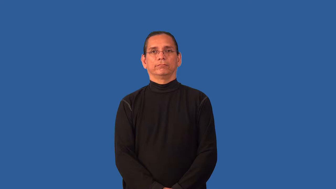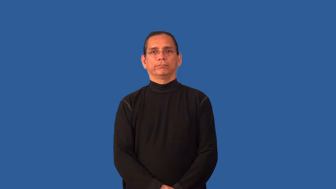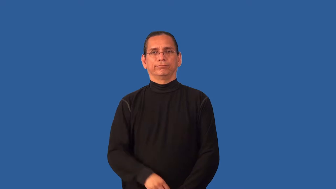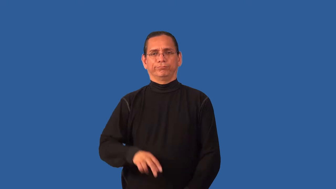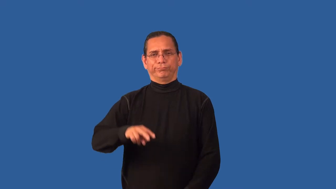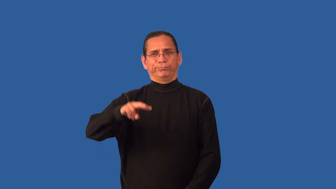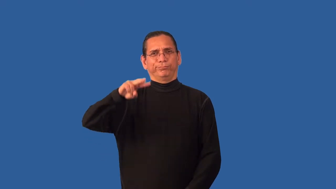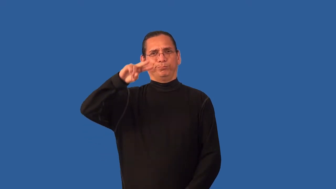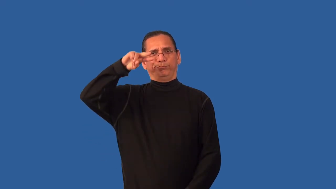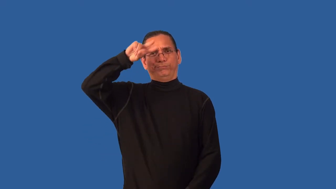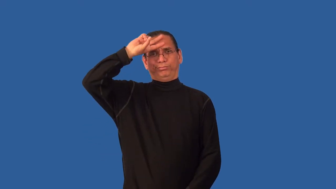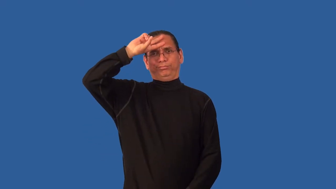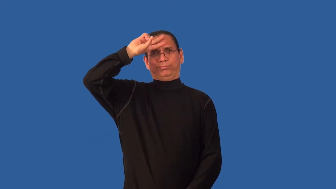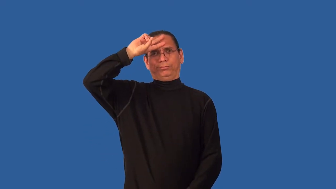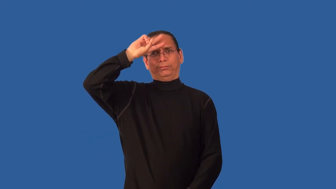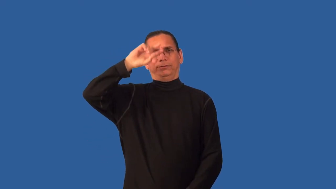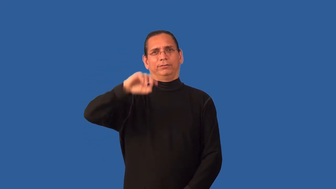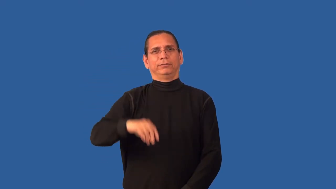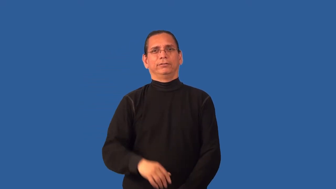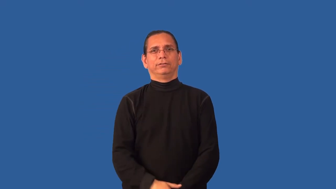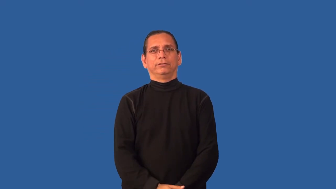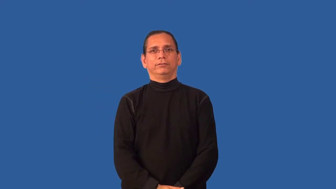brainless